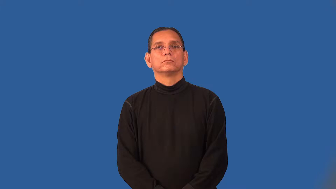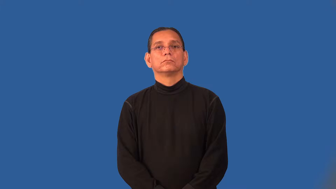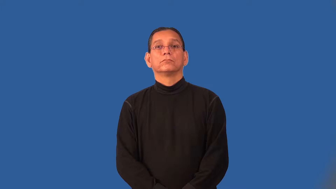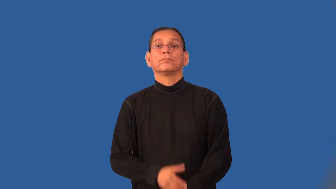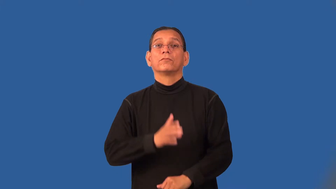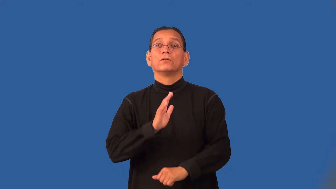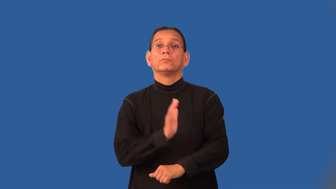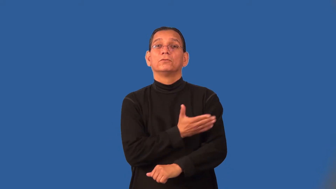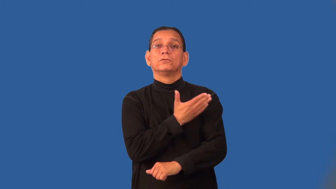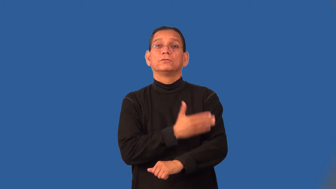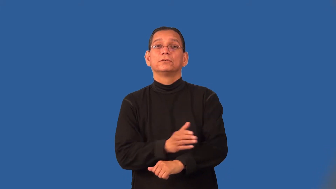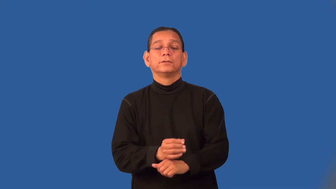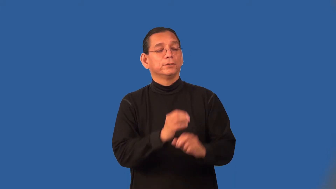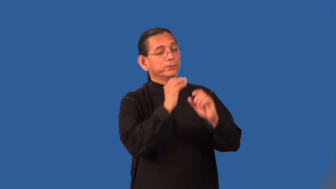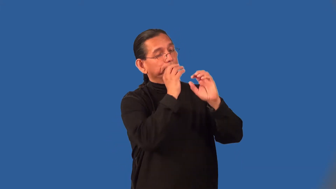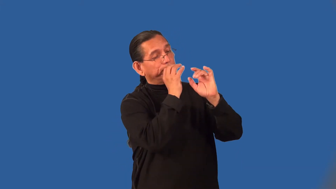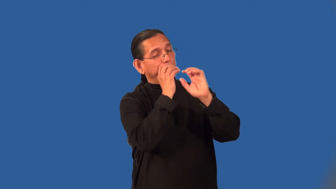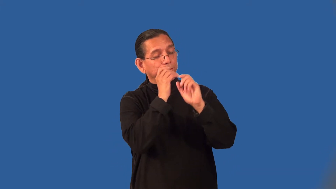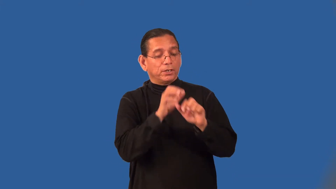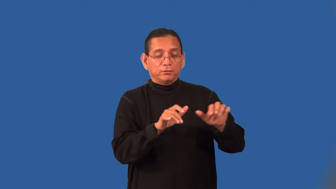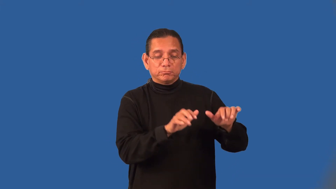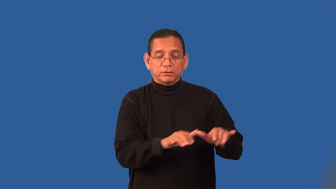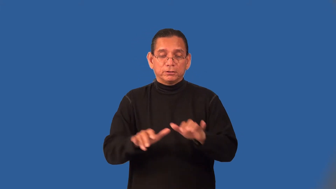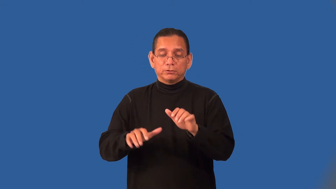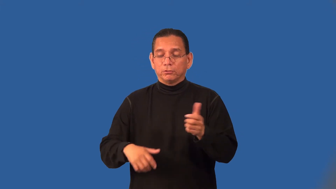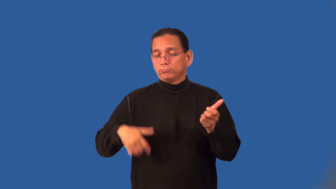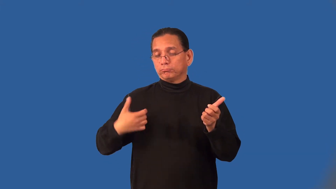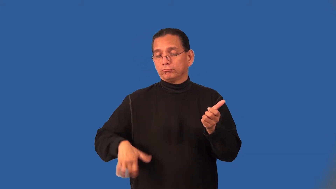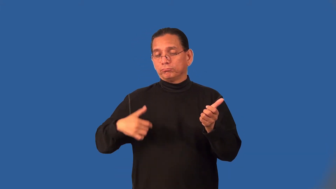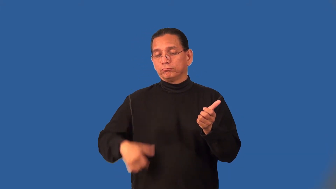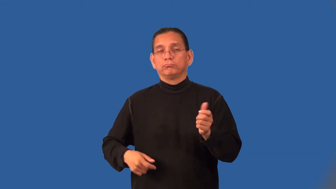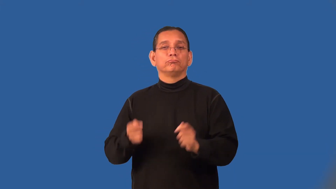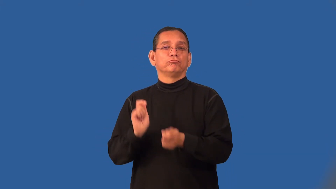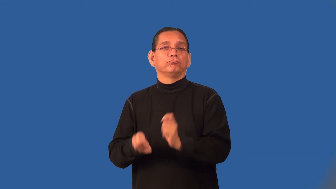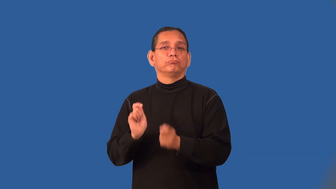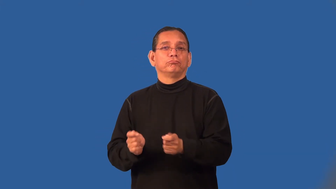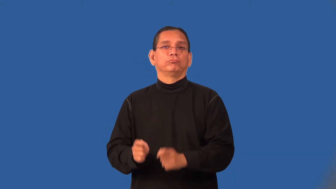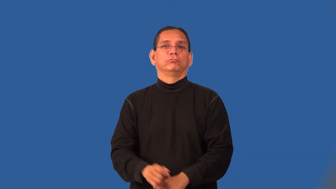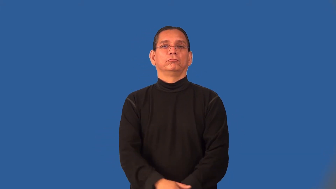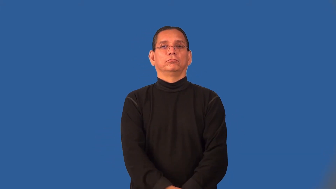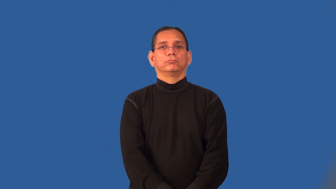play-music